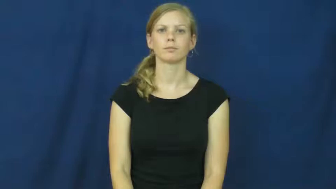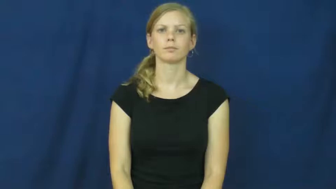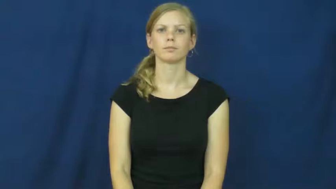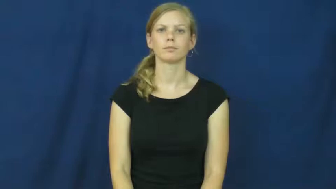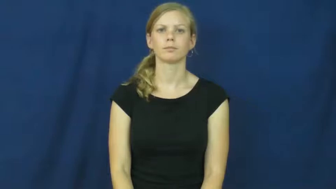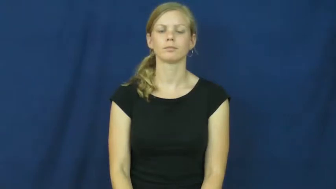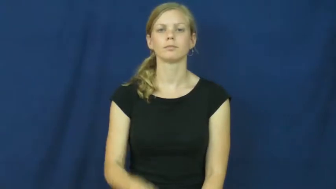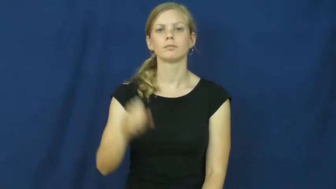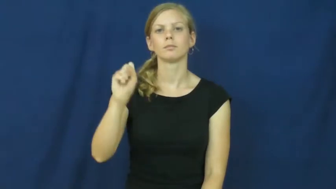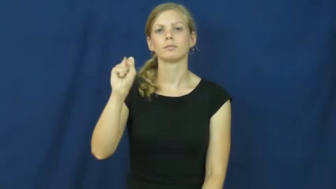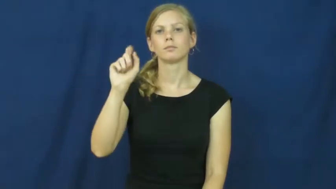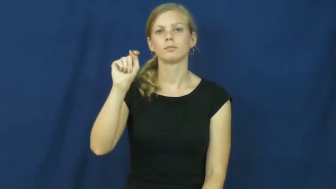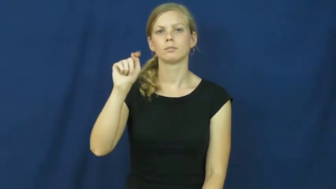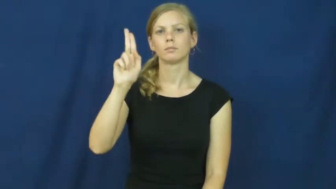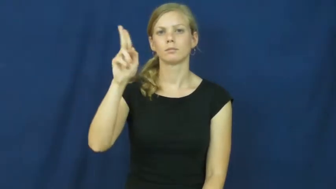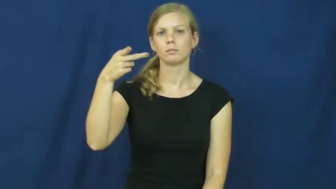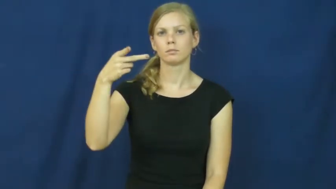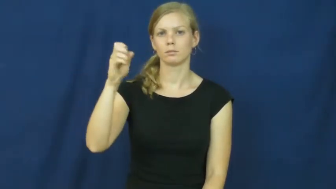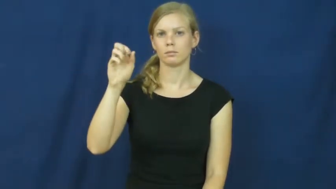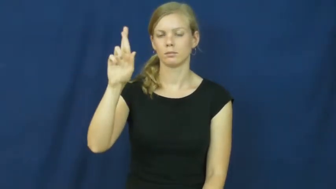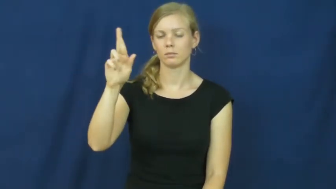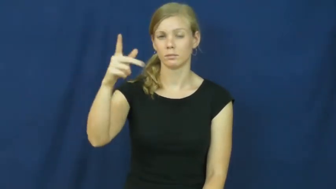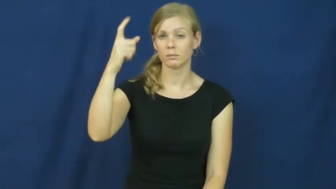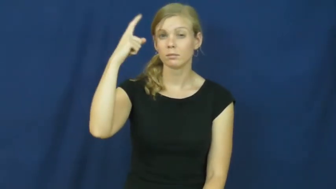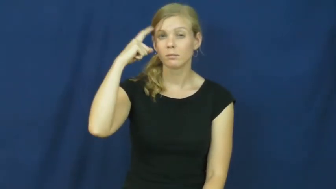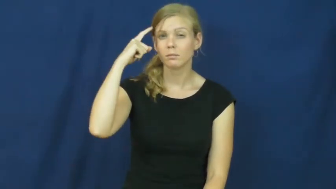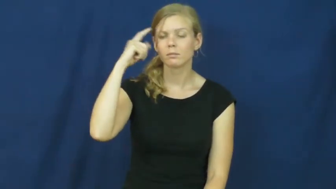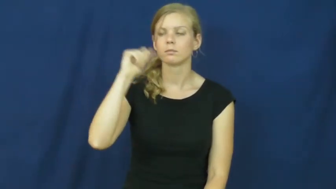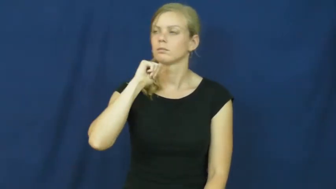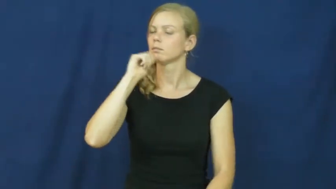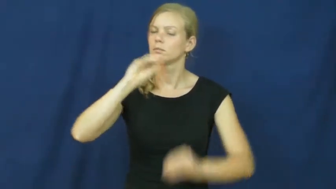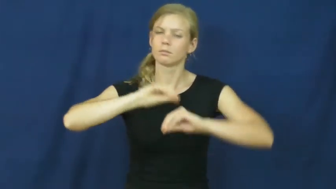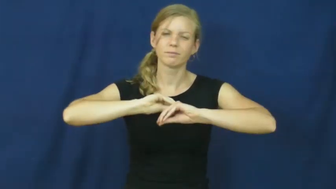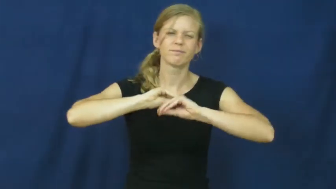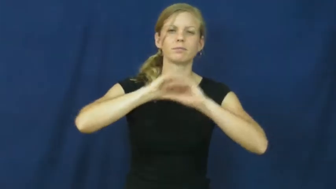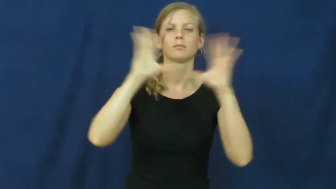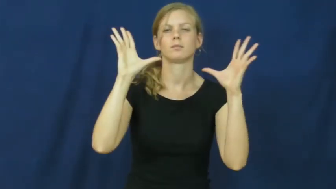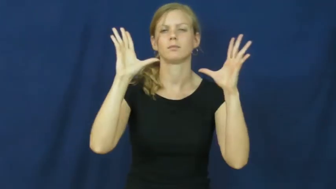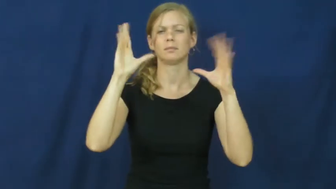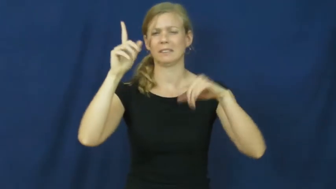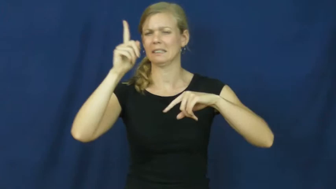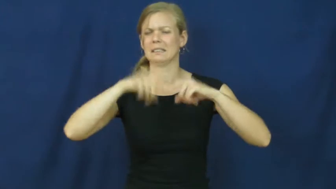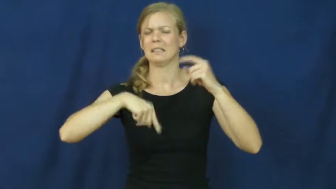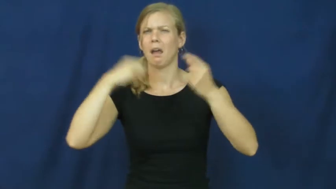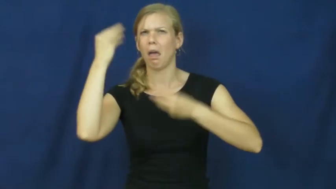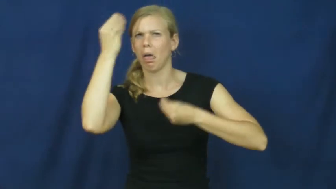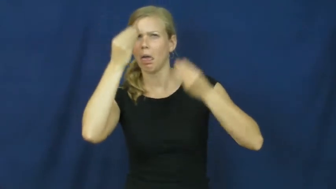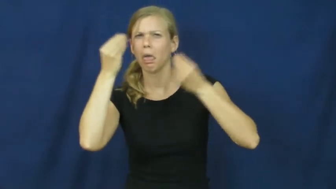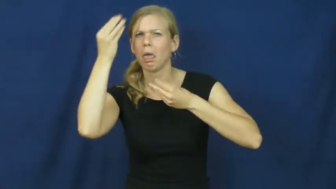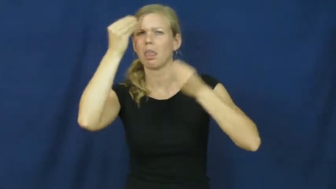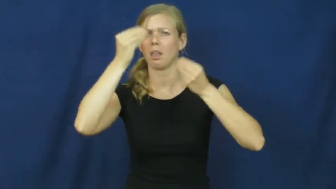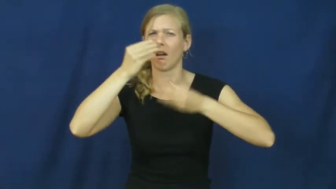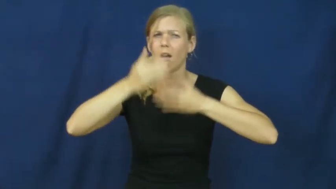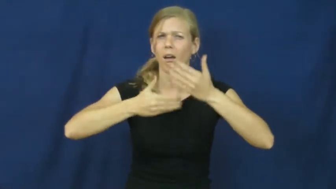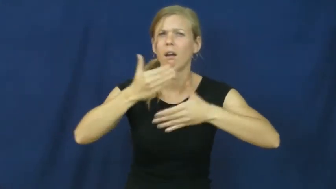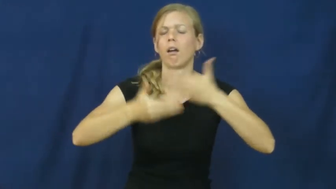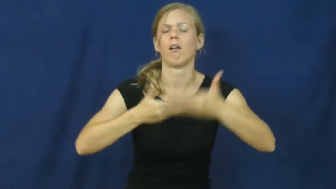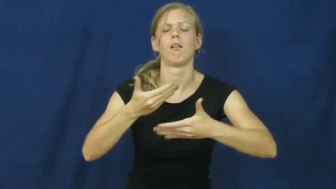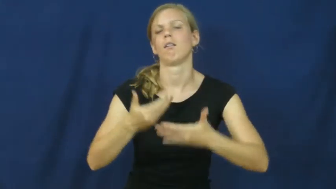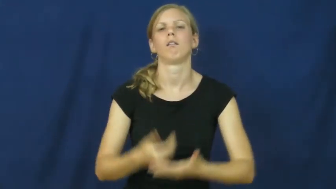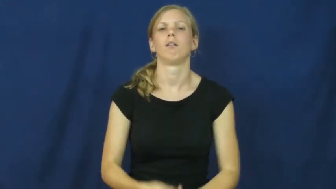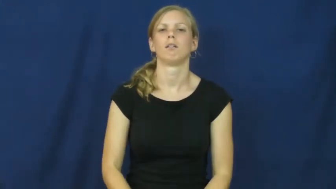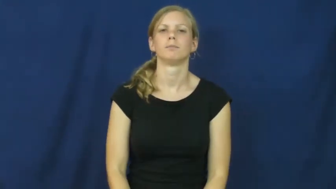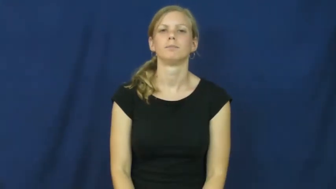stupor